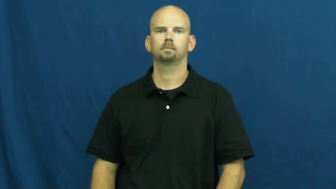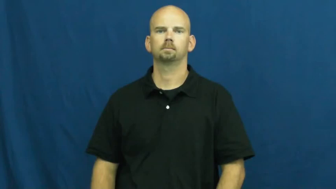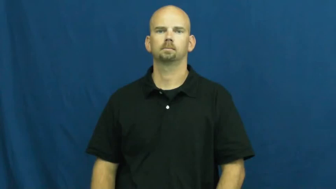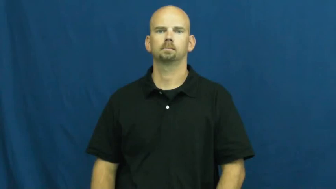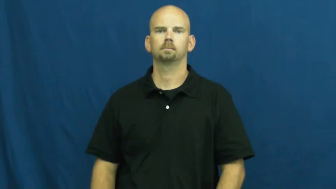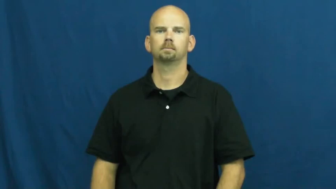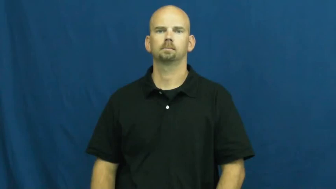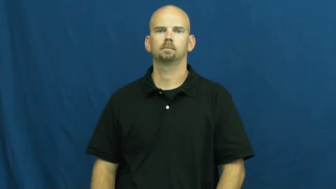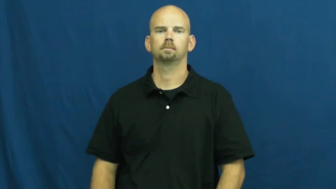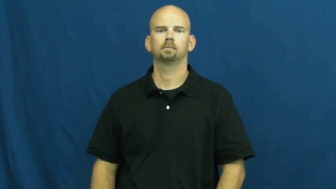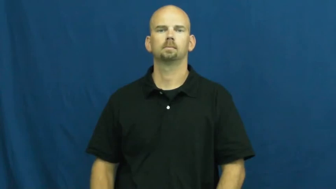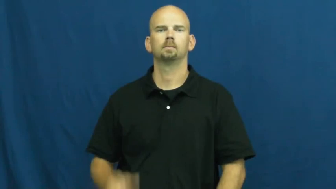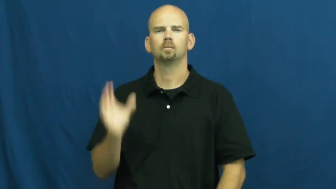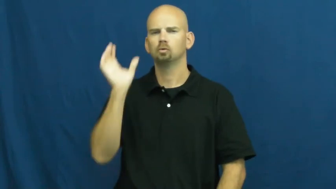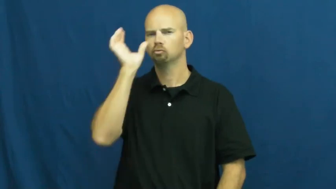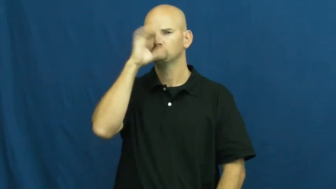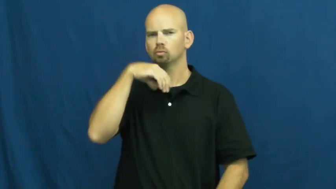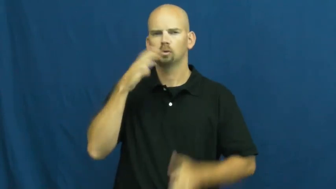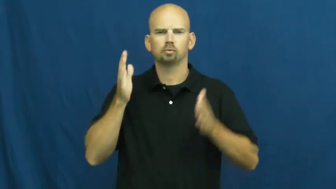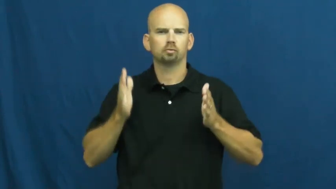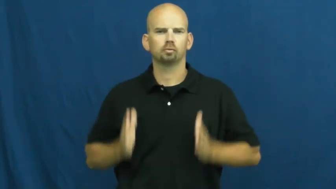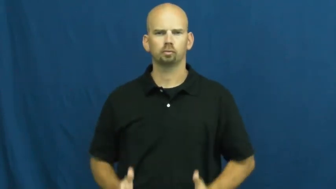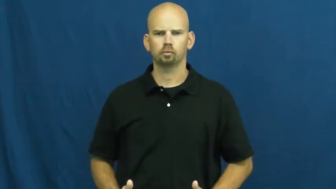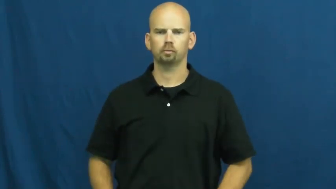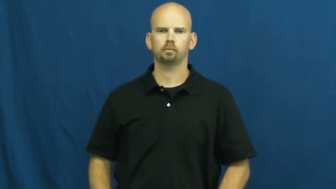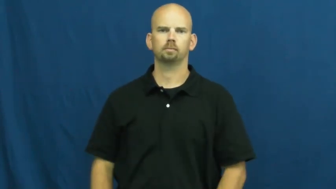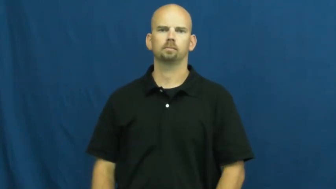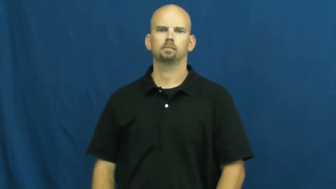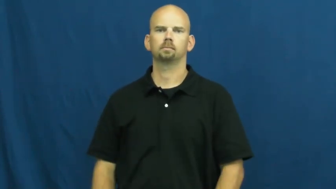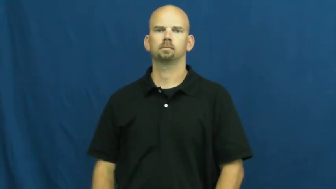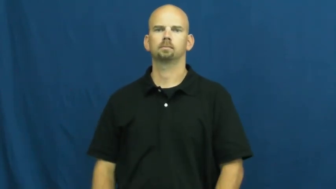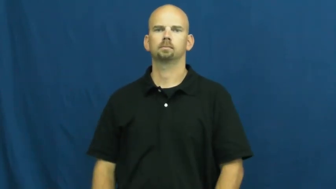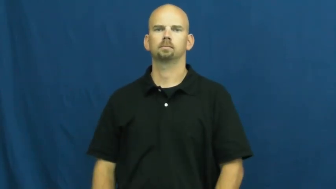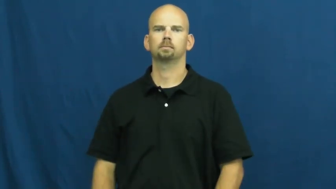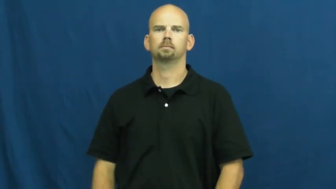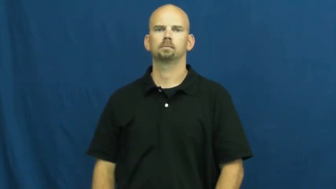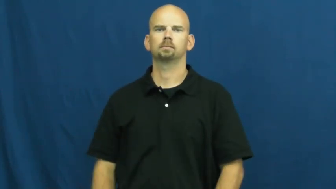stranger